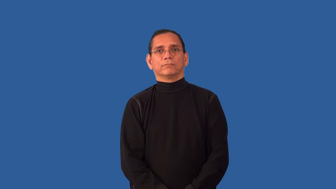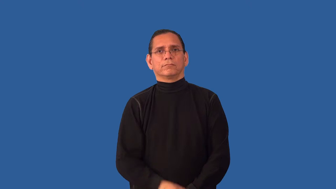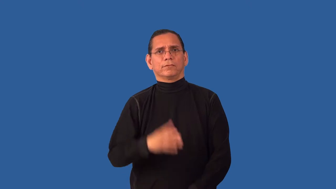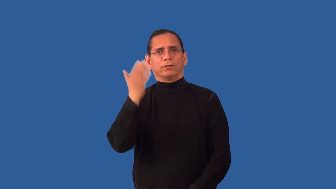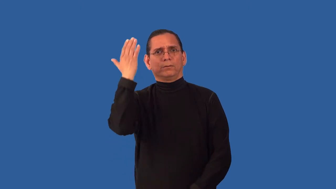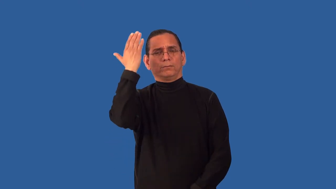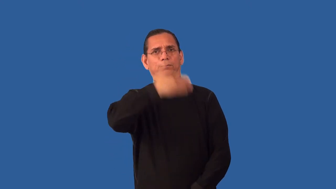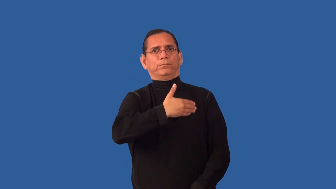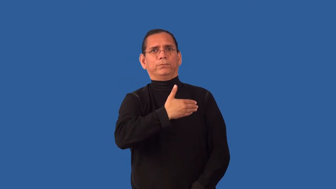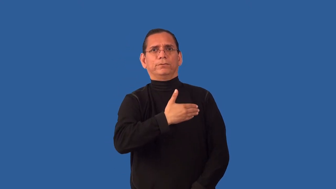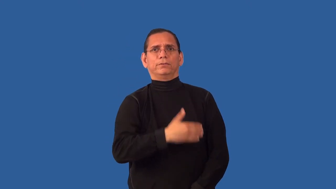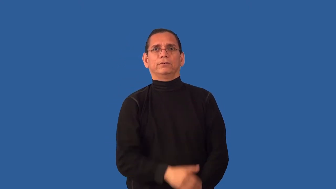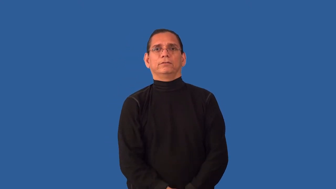undetected